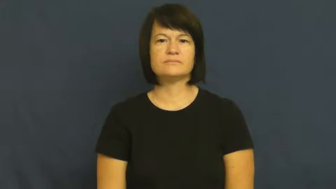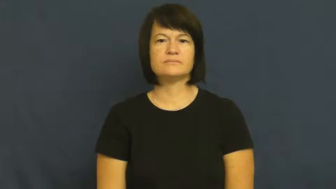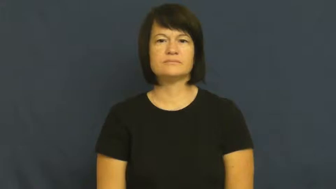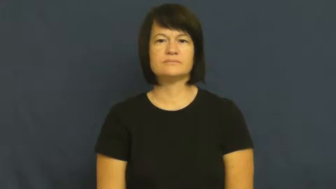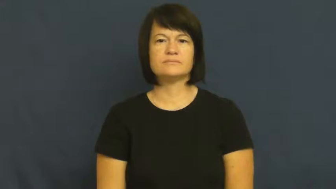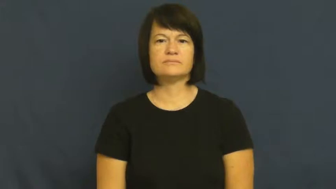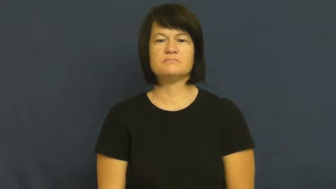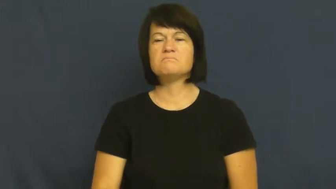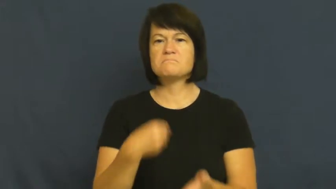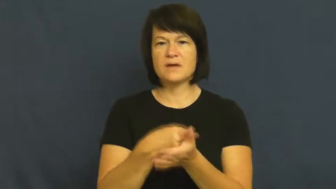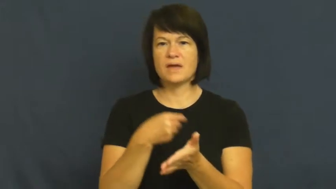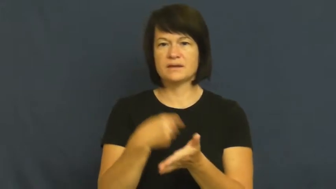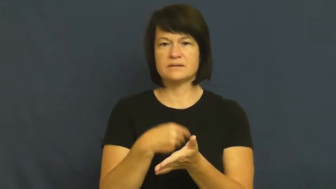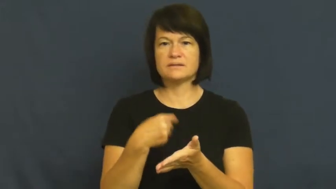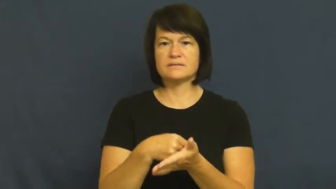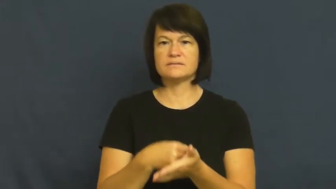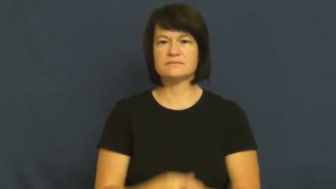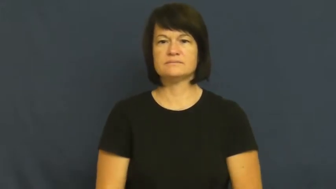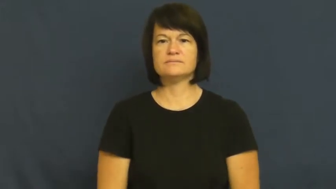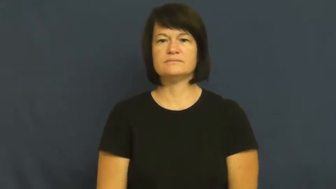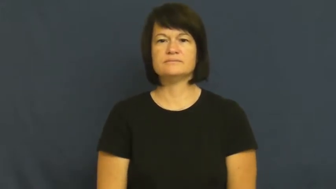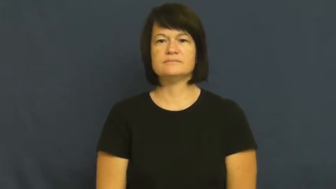loot-money